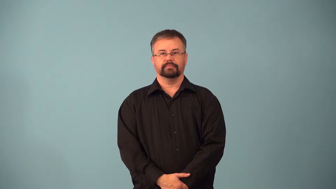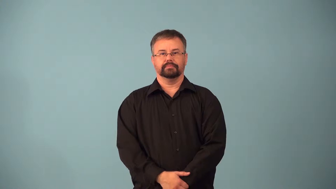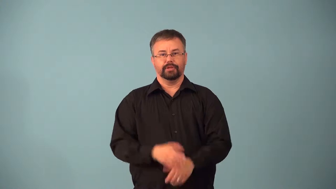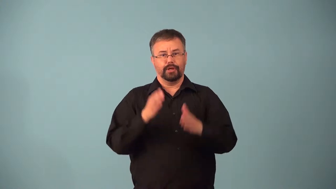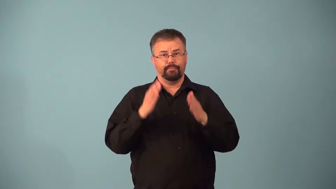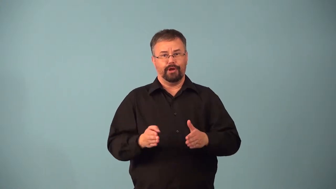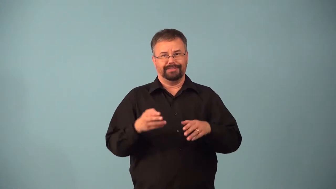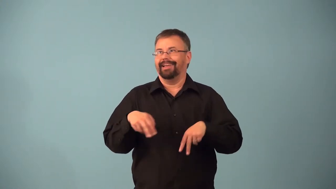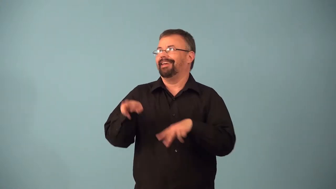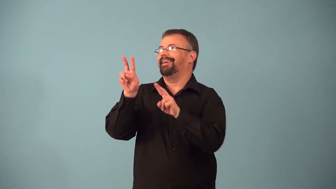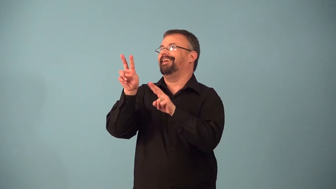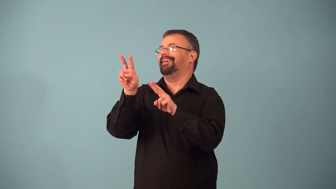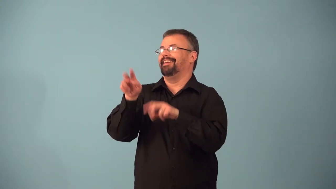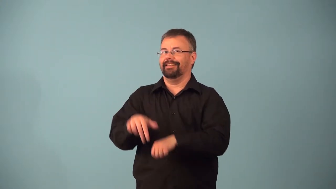adorer